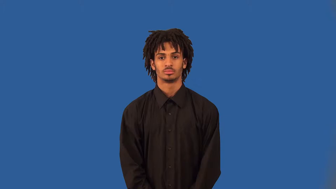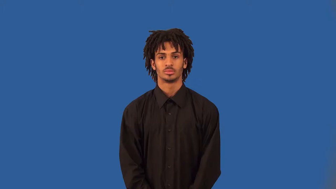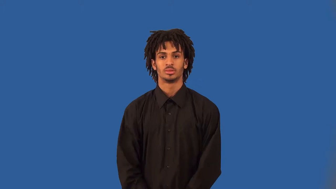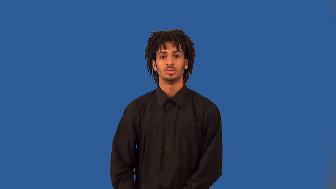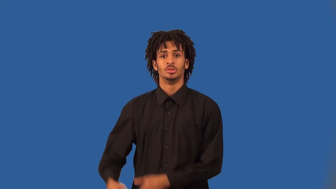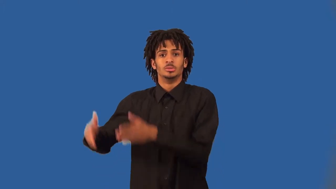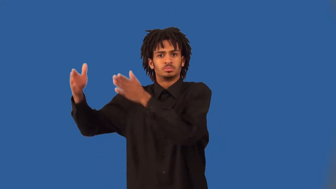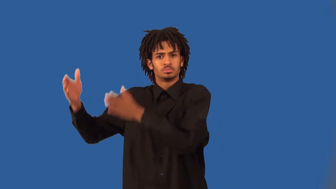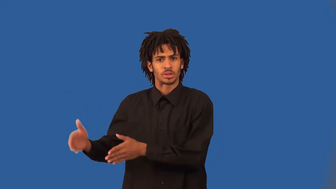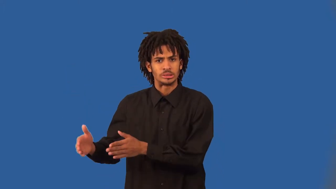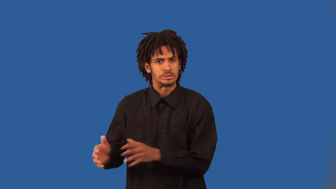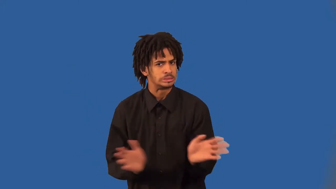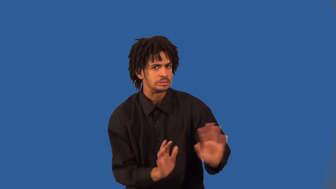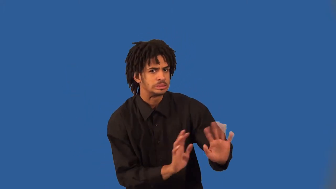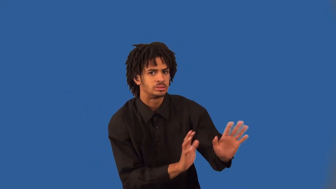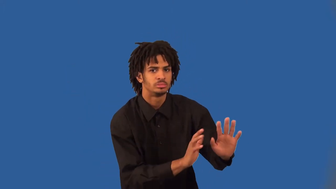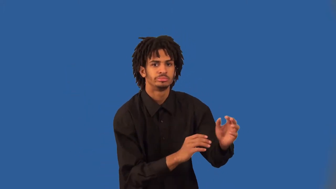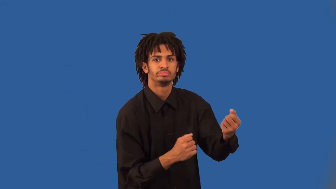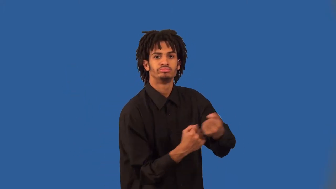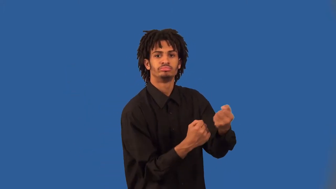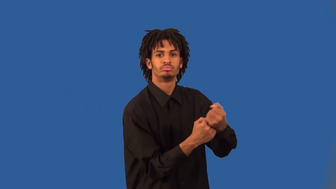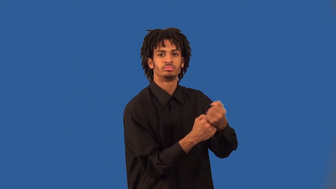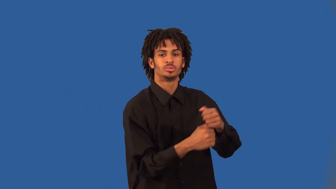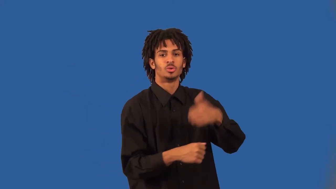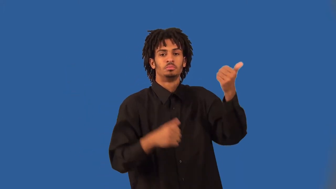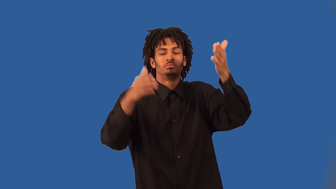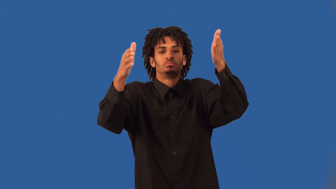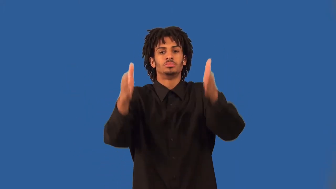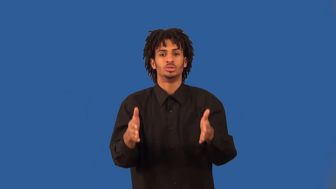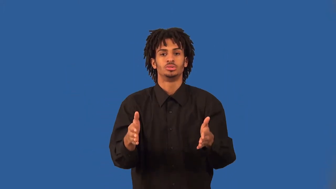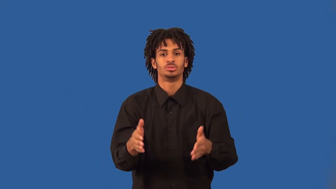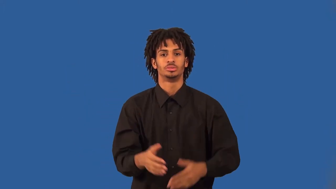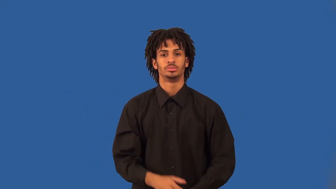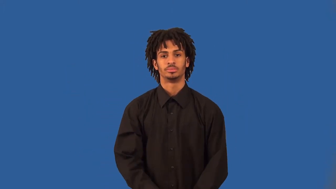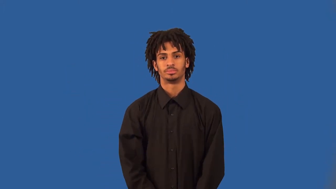interventionist